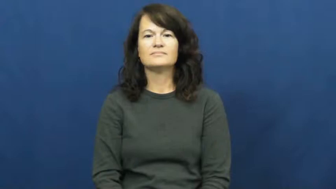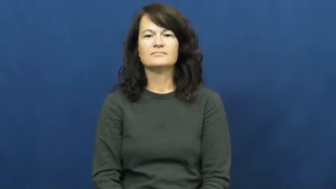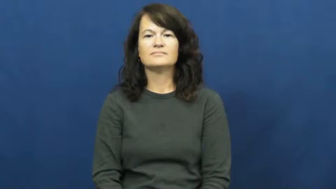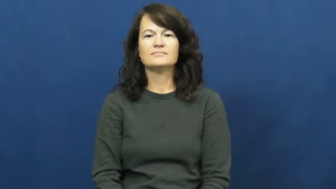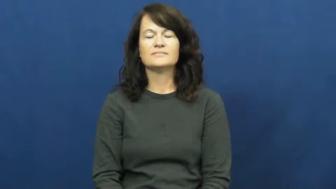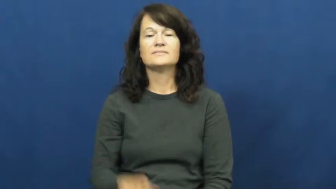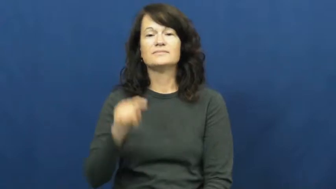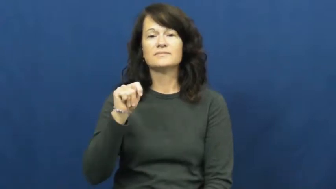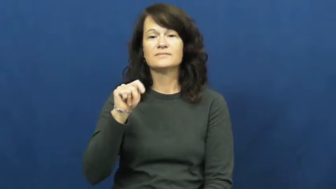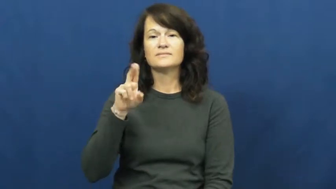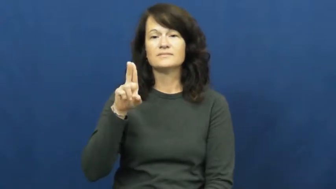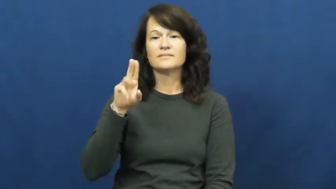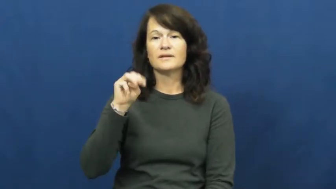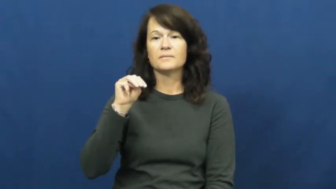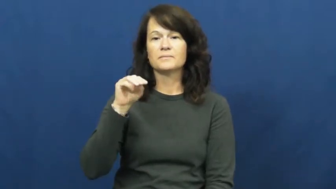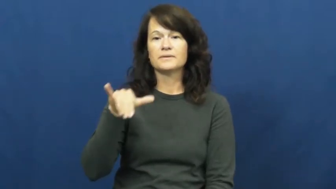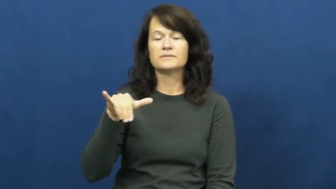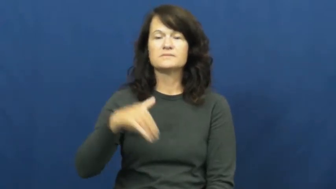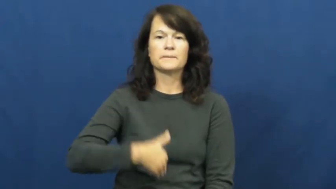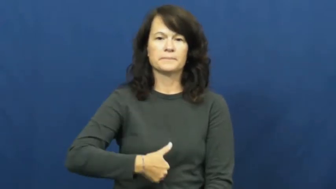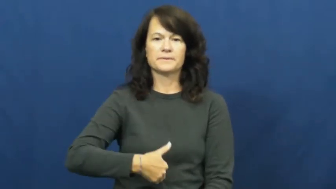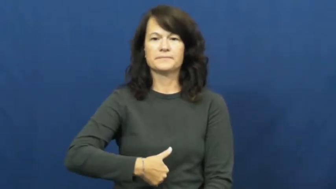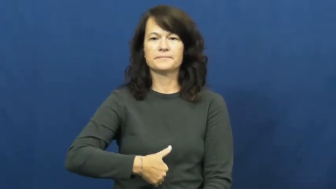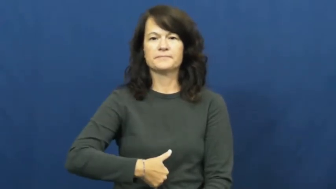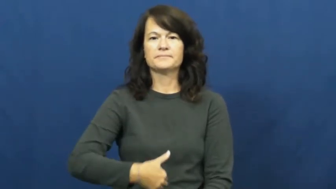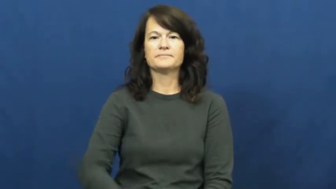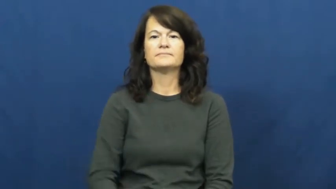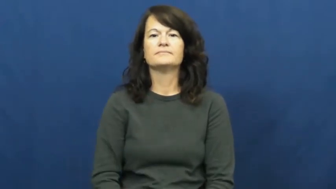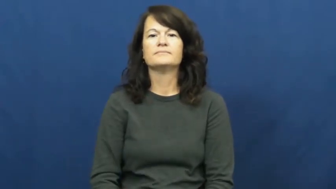tummy